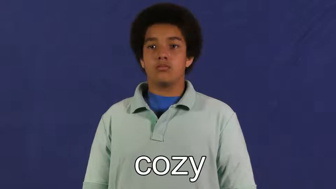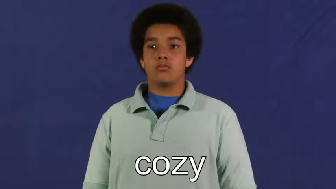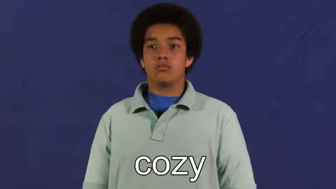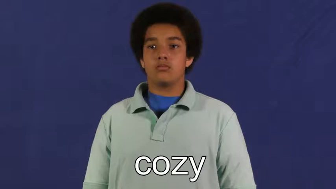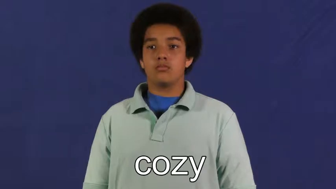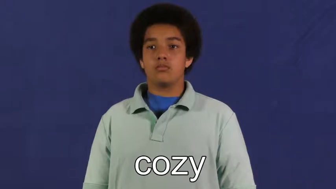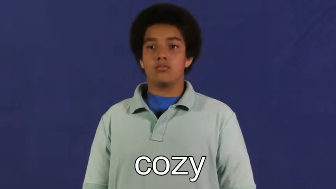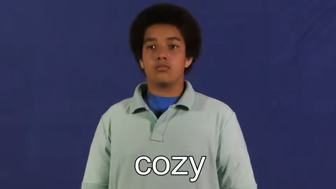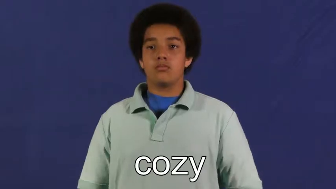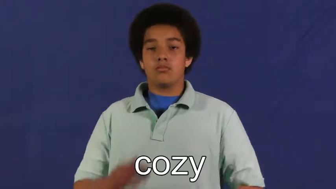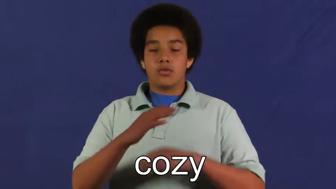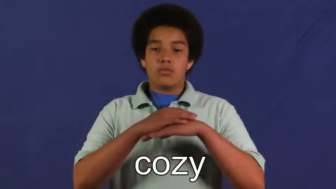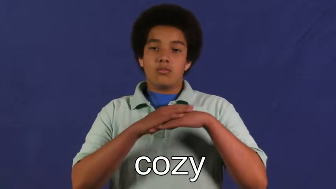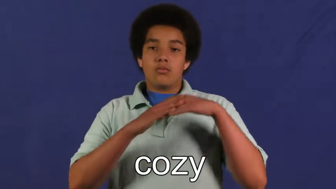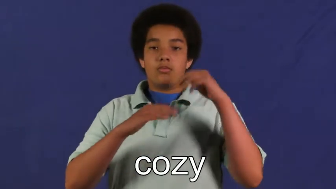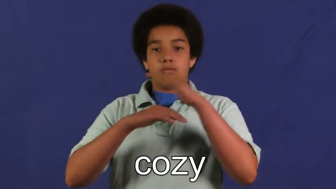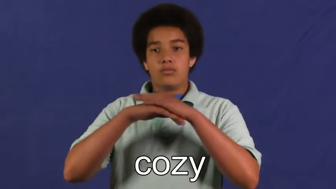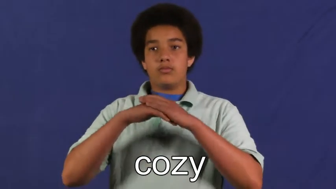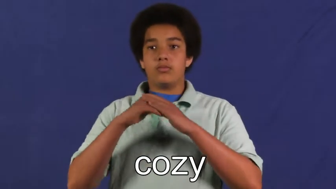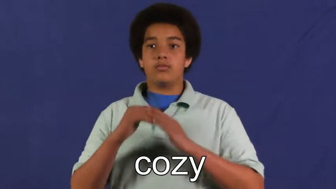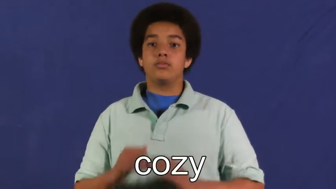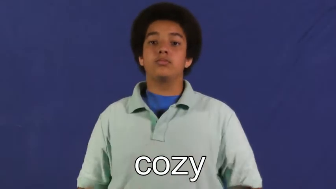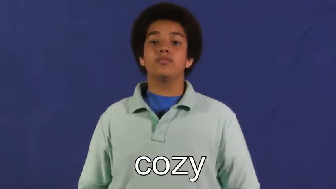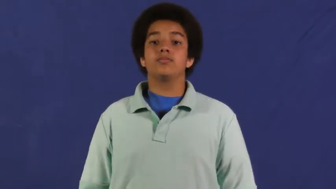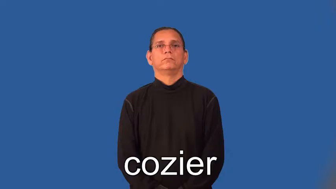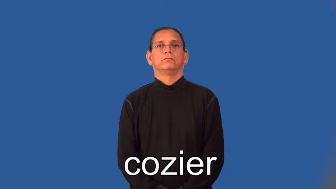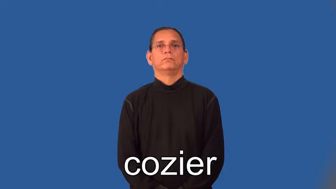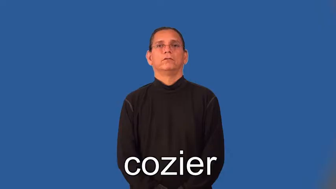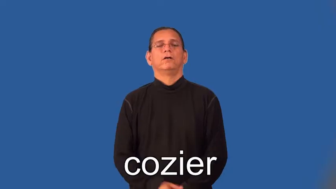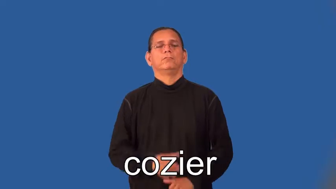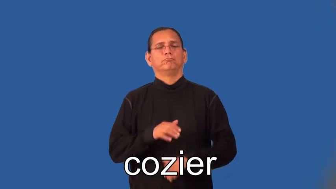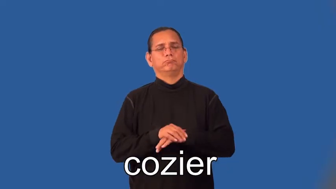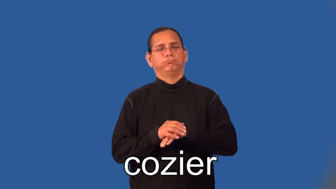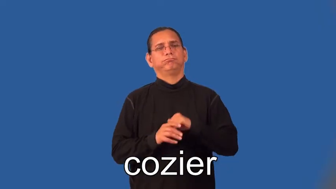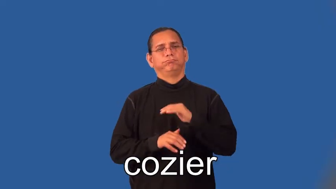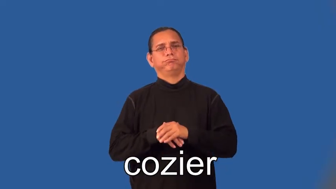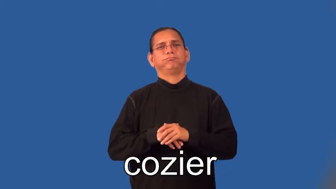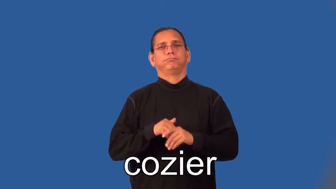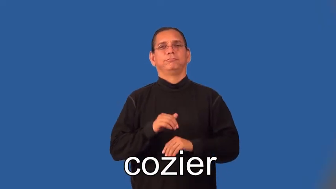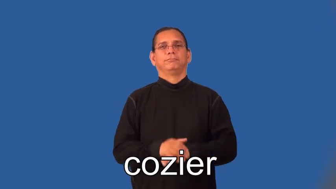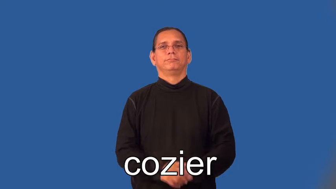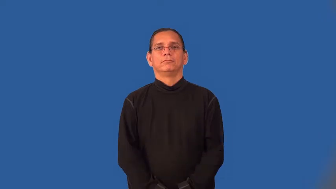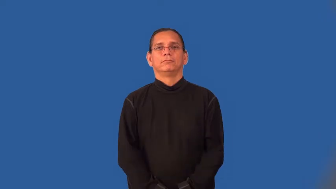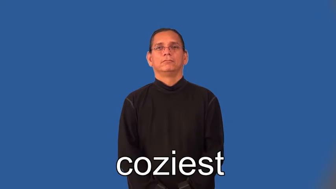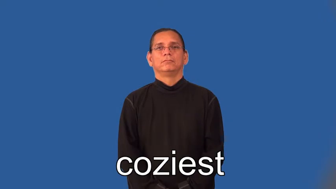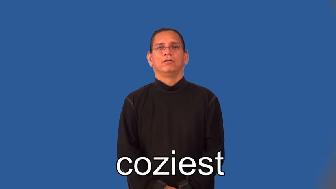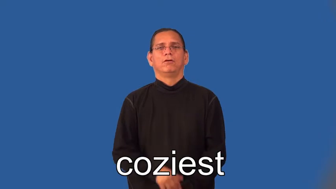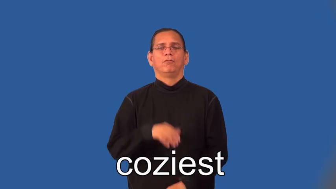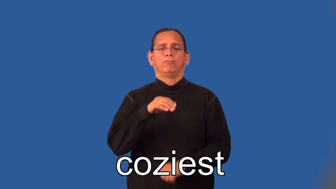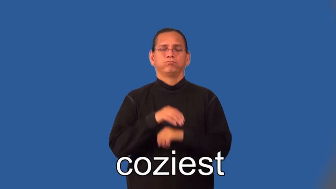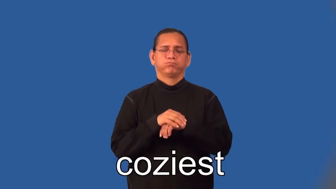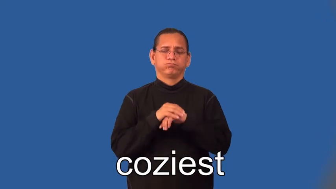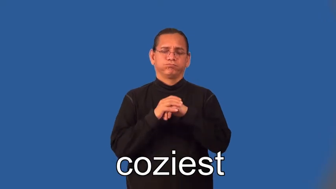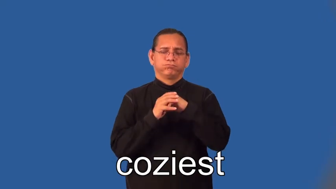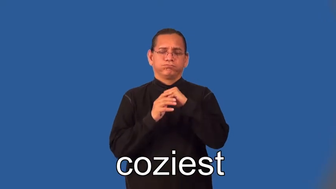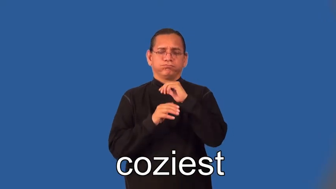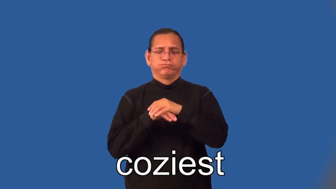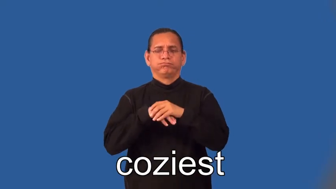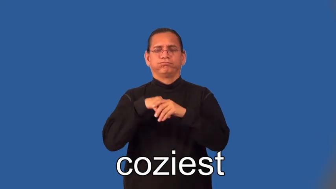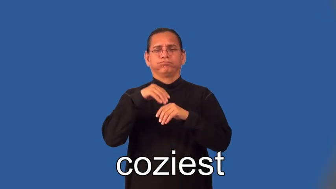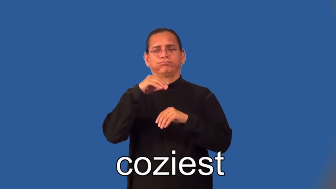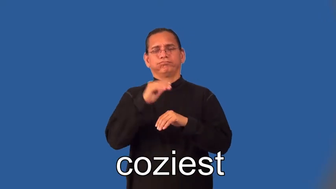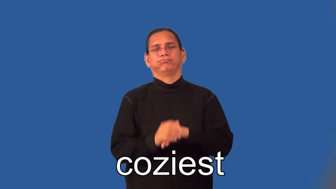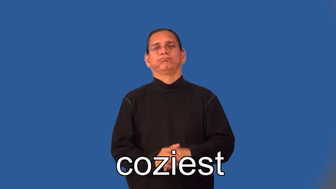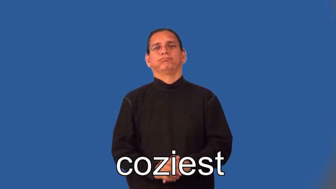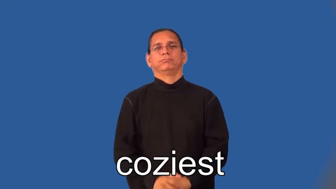cozier,cosier,coziest,cosiest